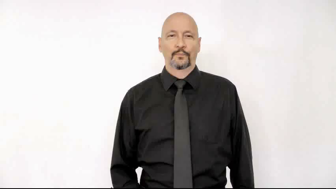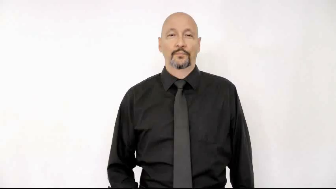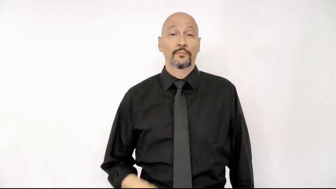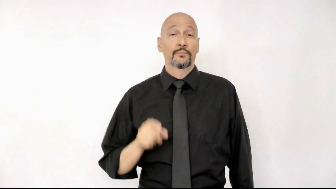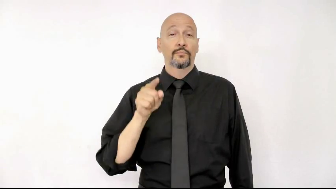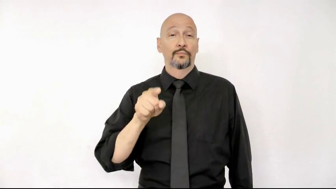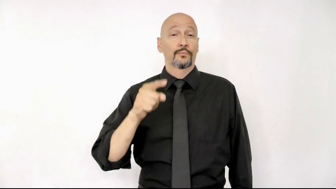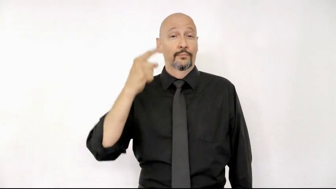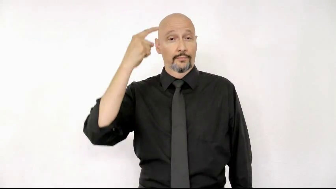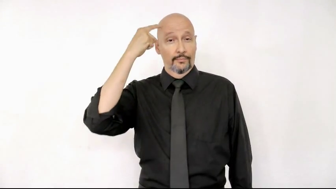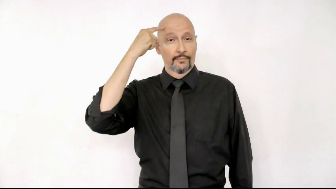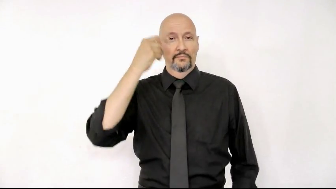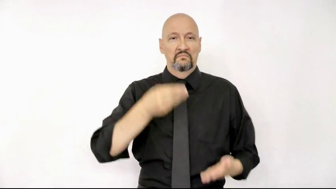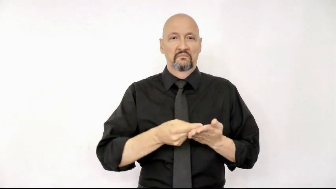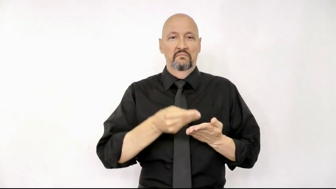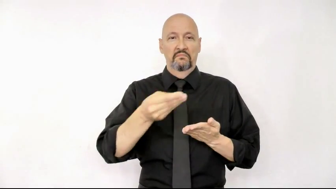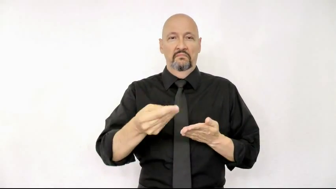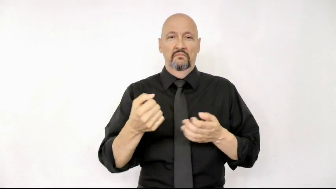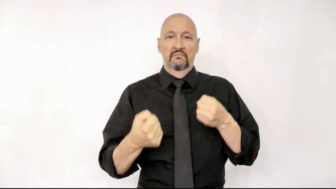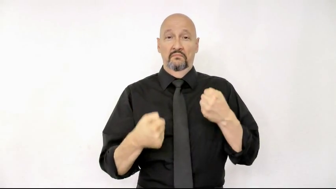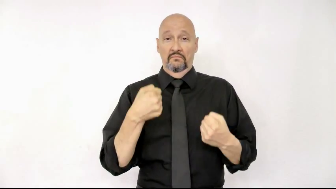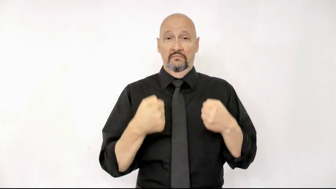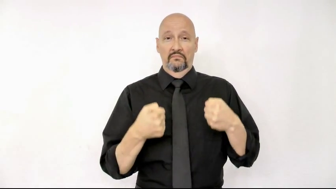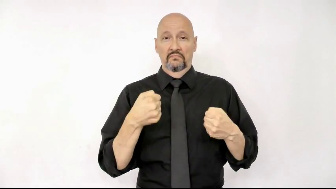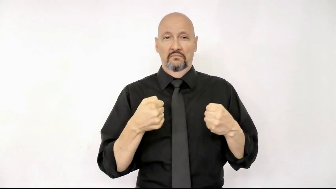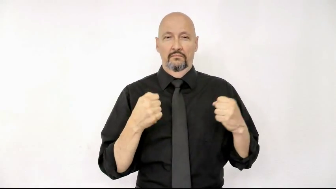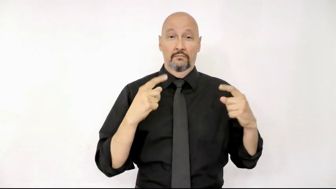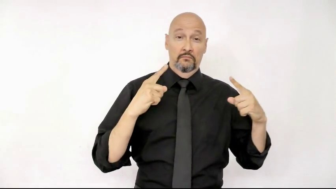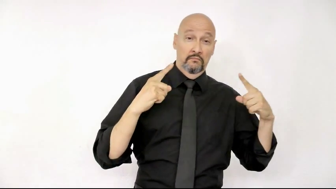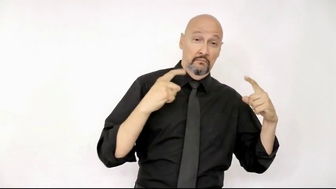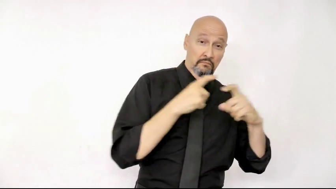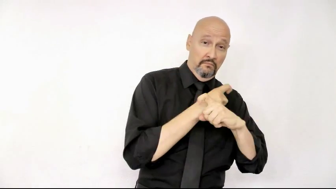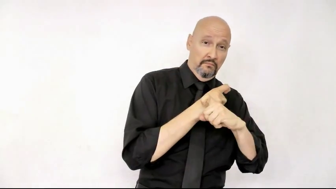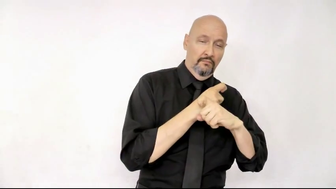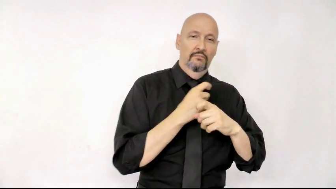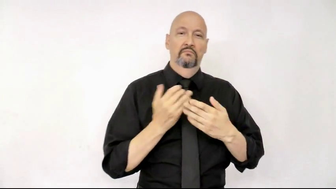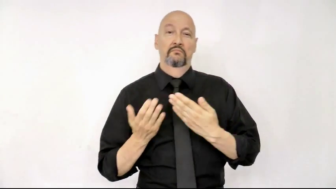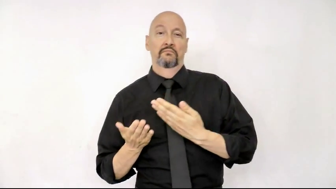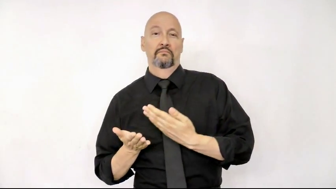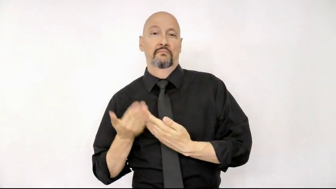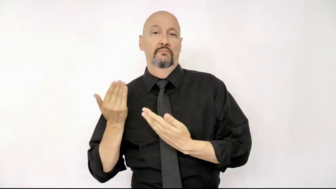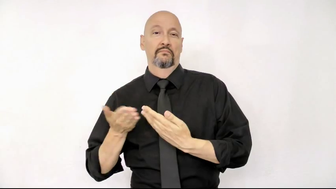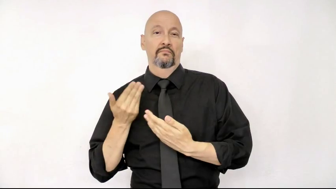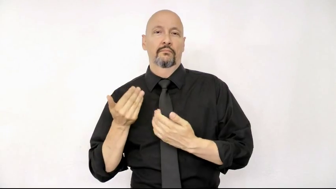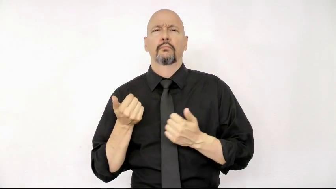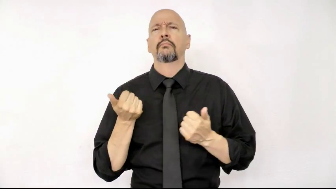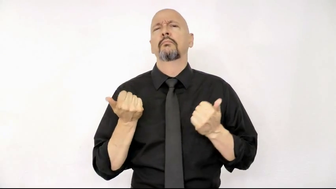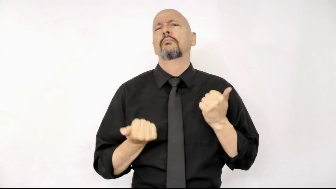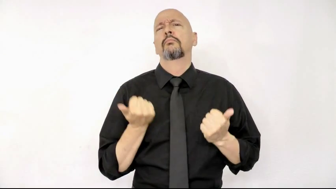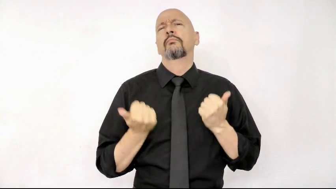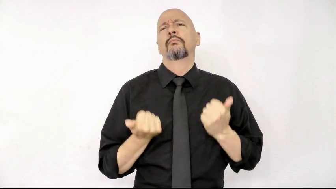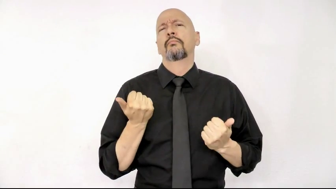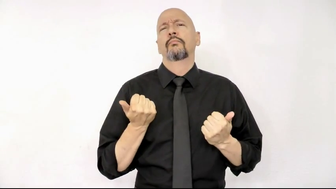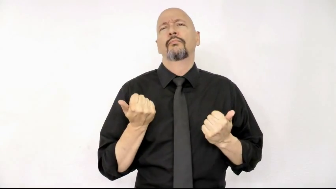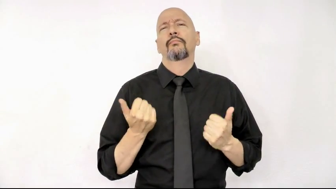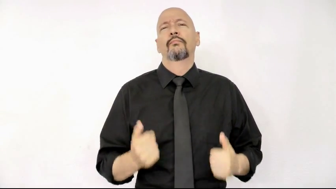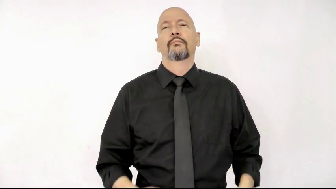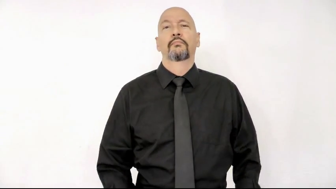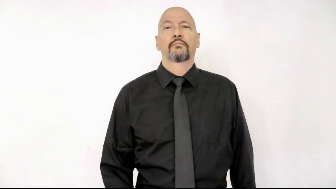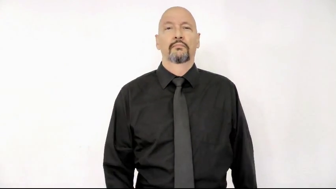you think buy car complex easy which